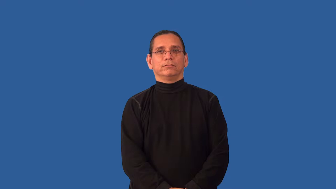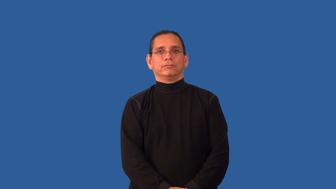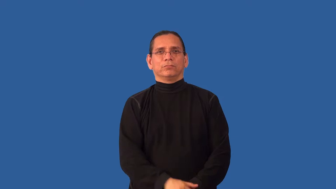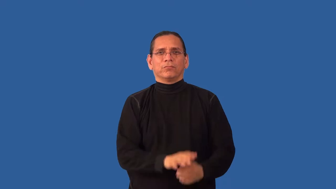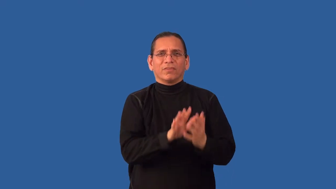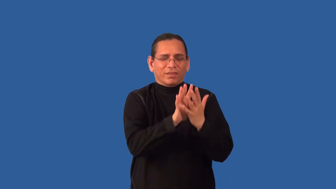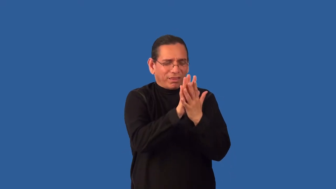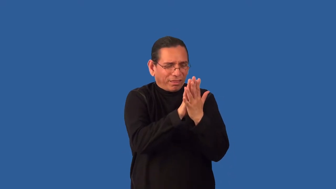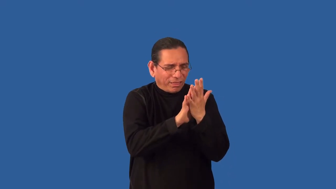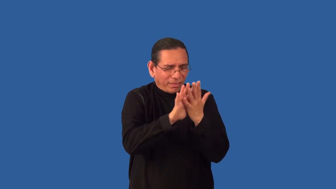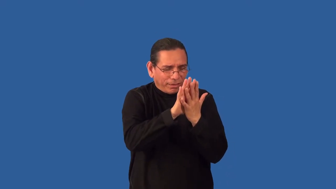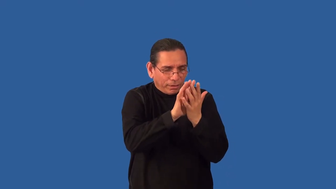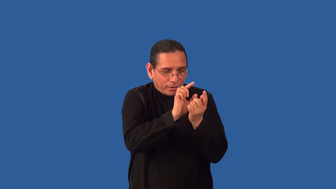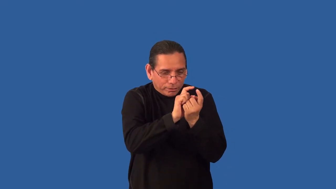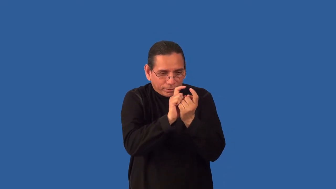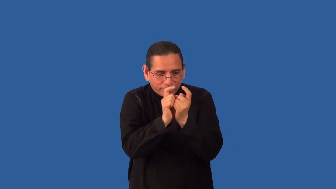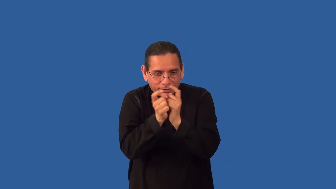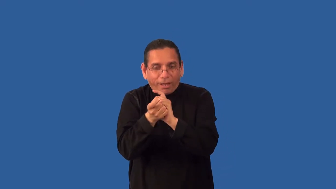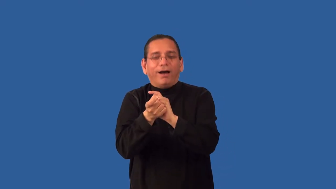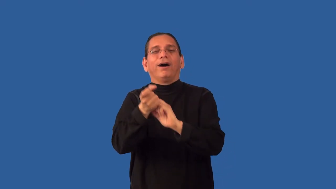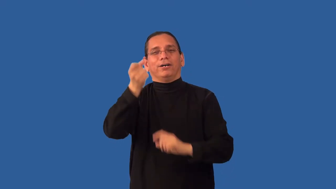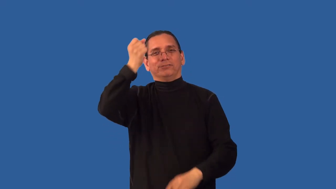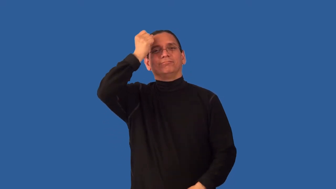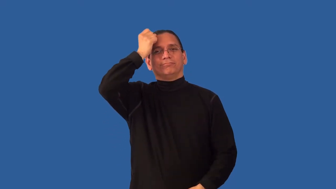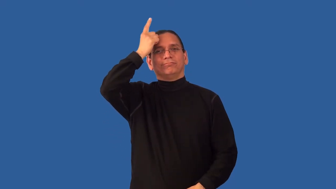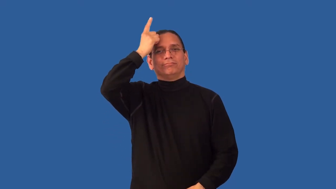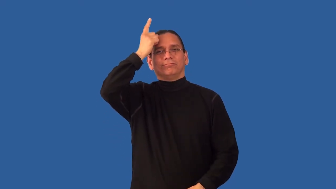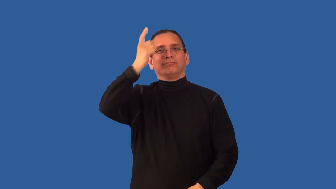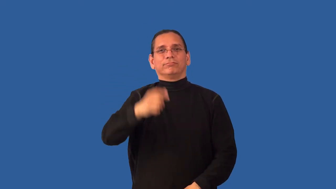unscramble